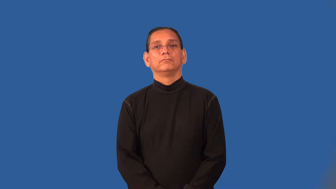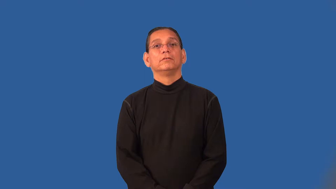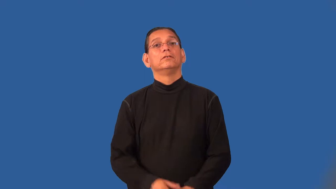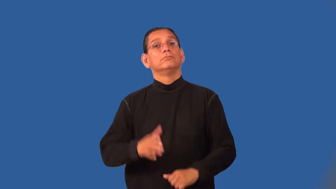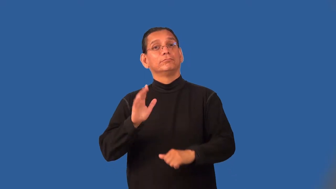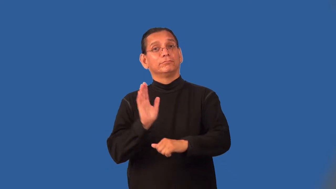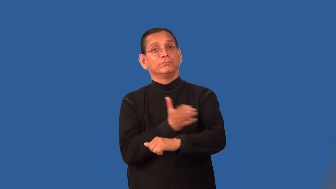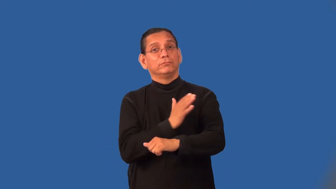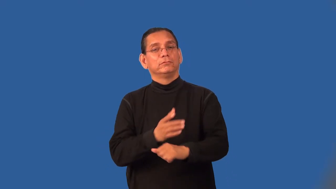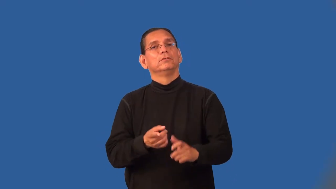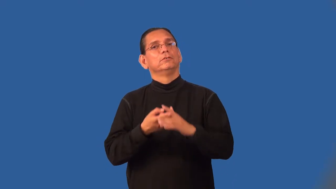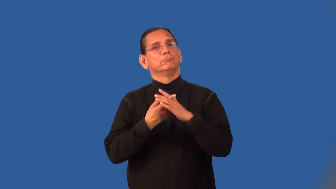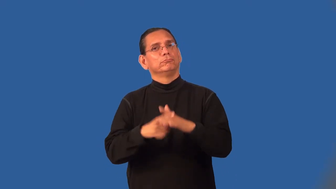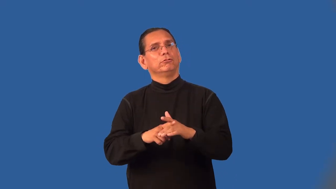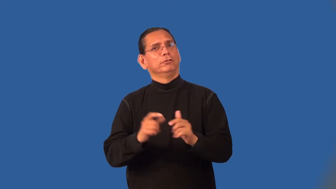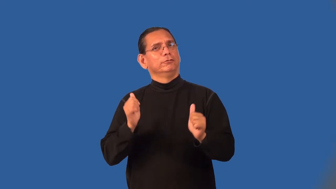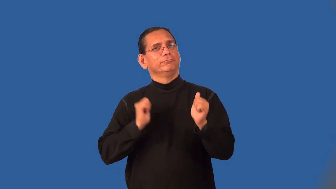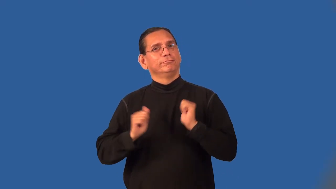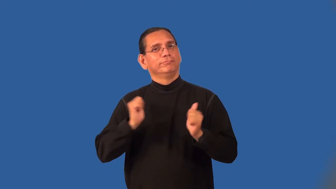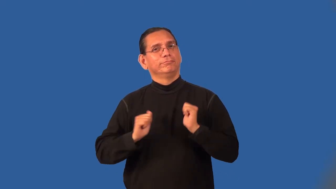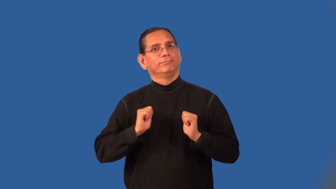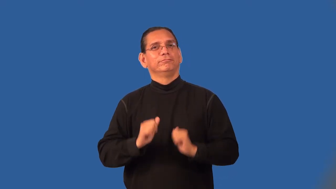overture-music